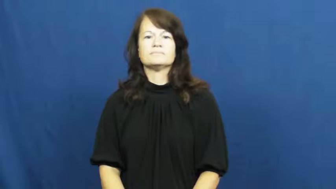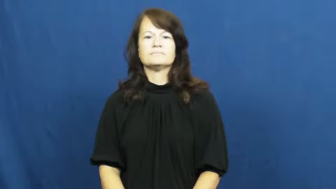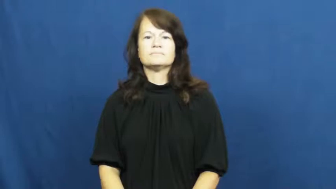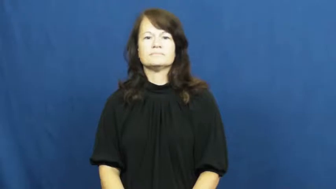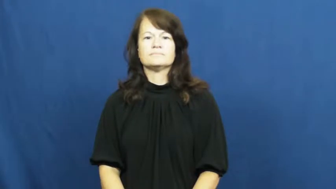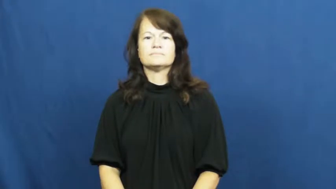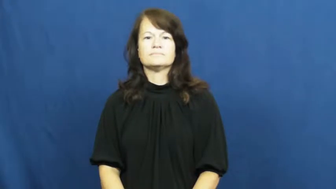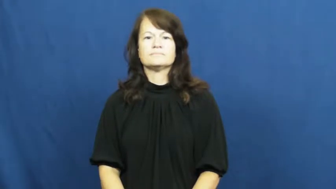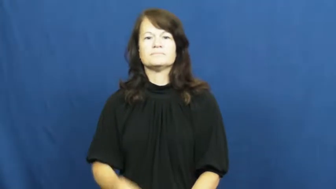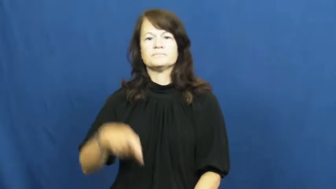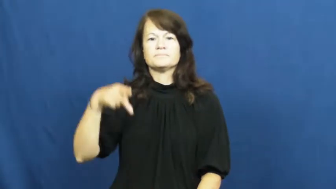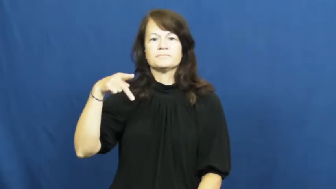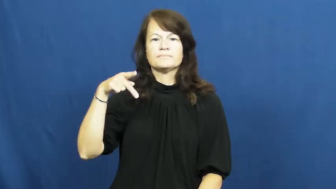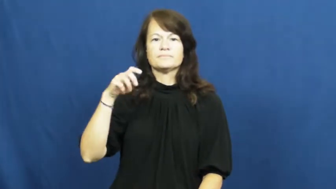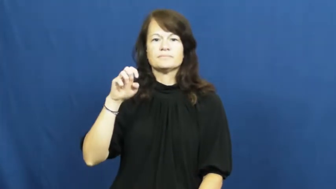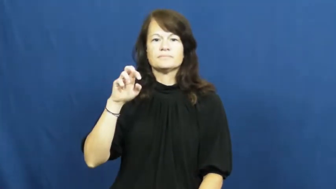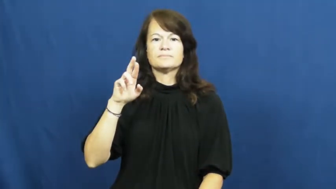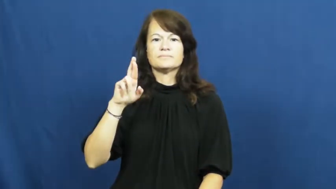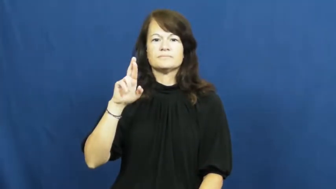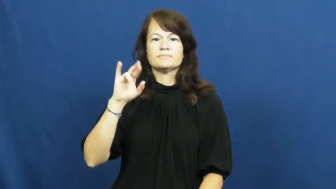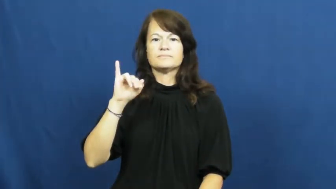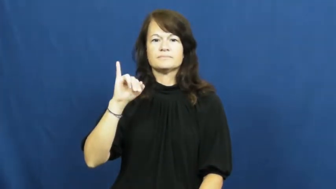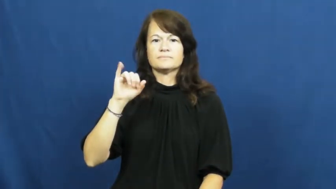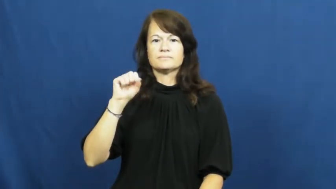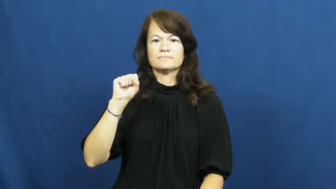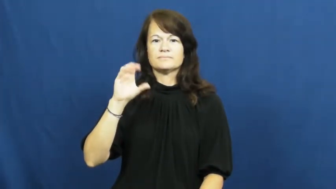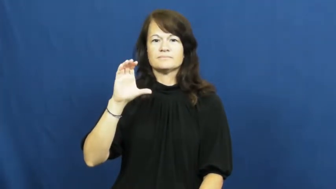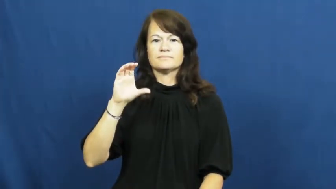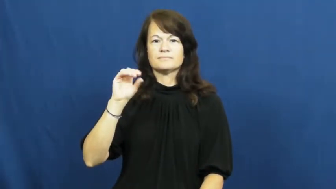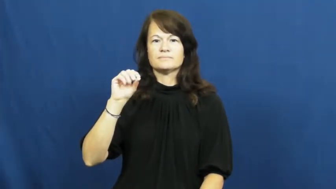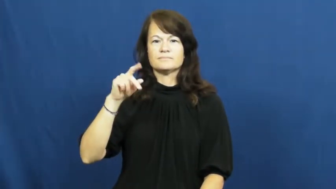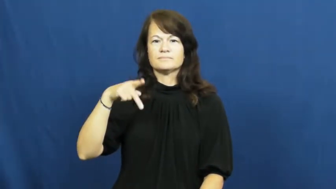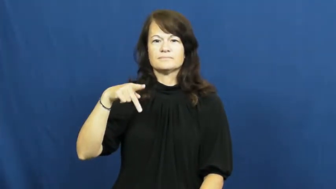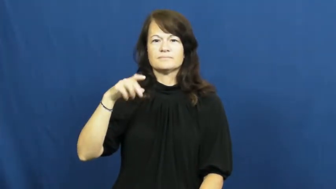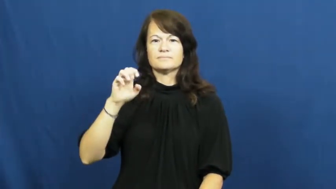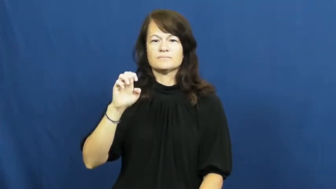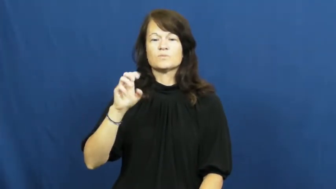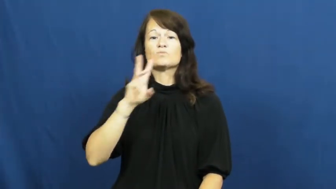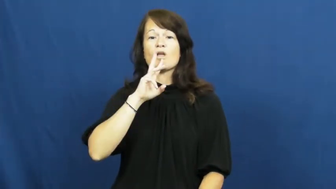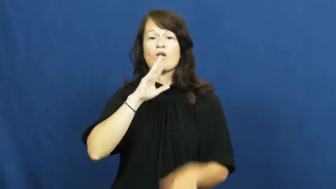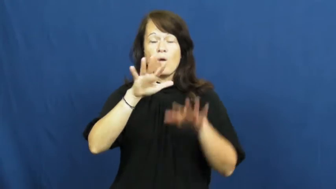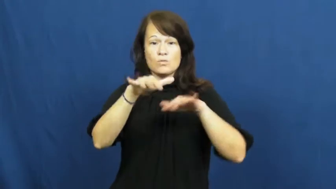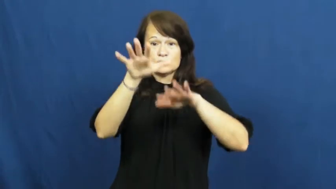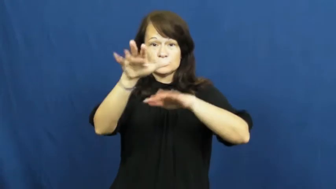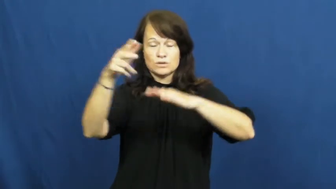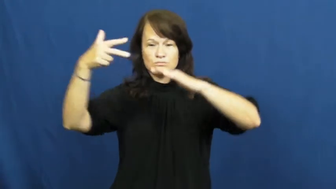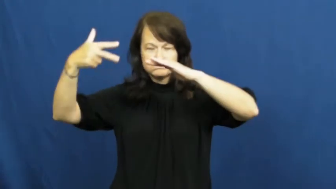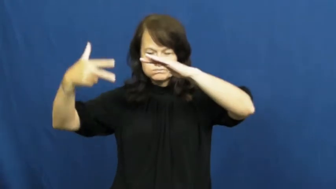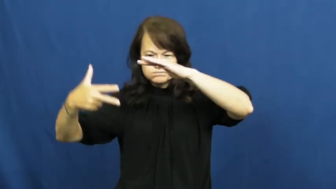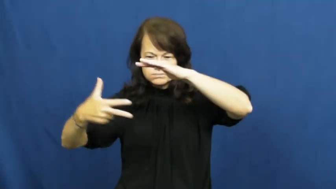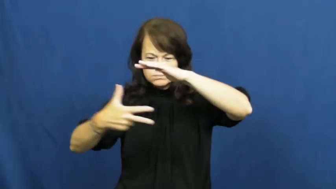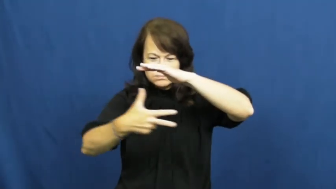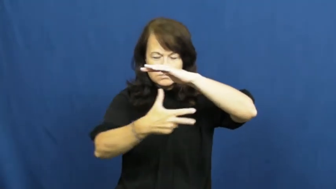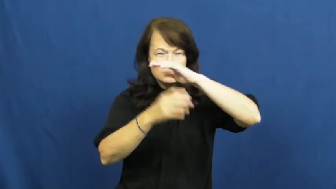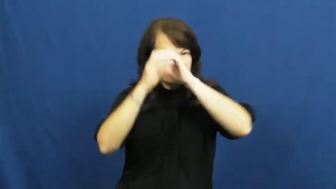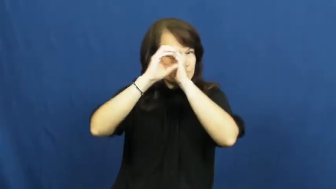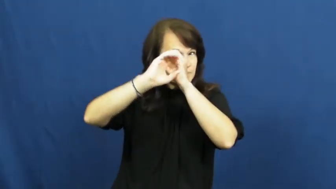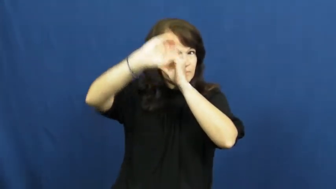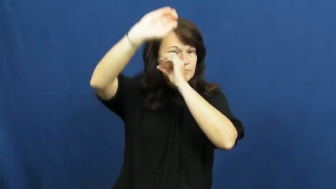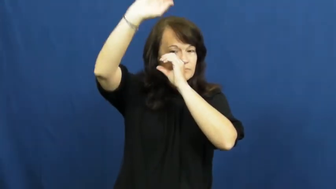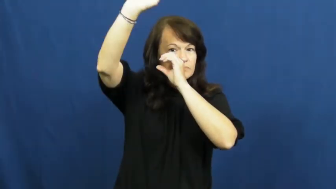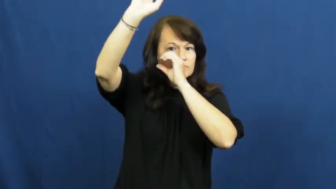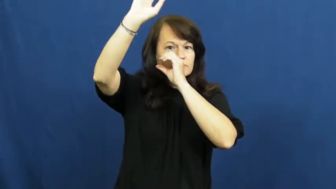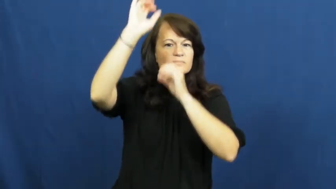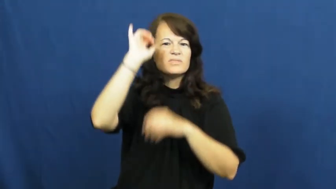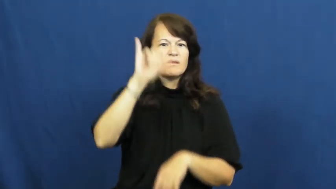periscope